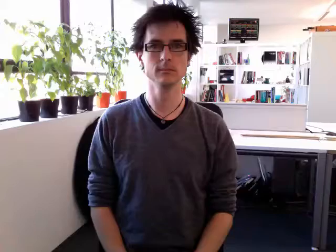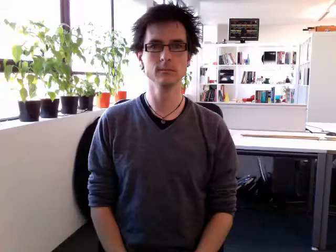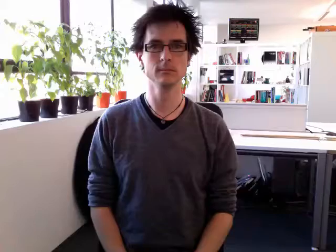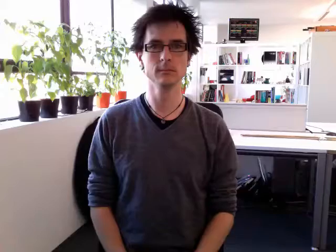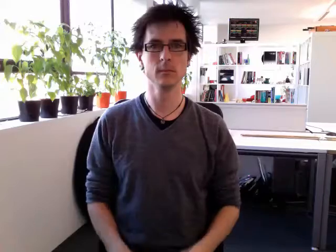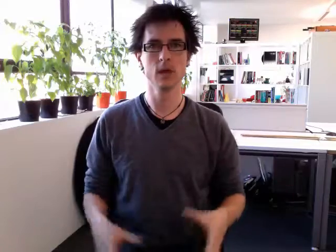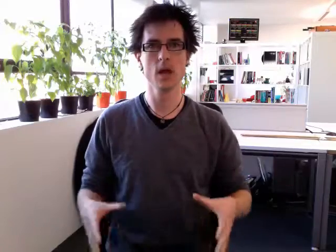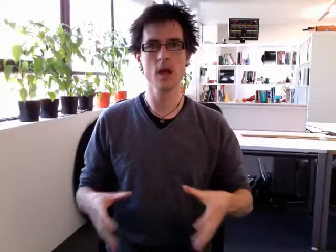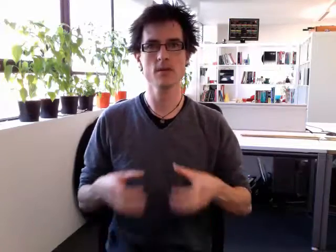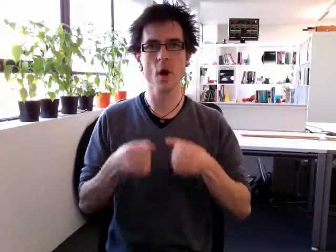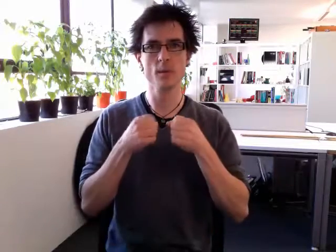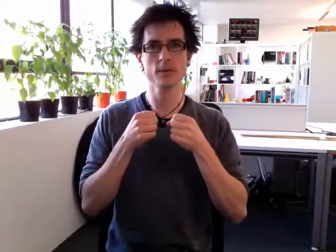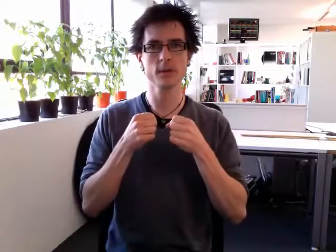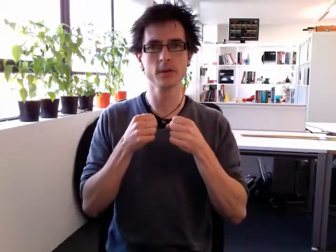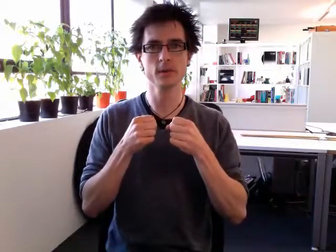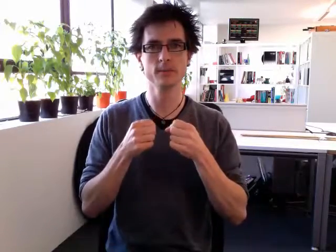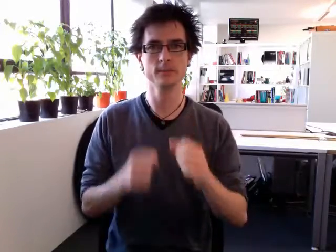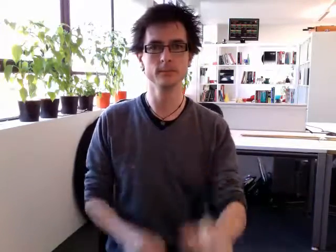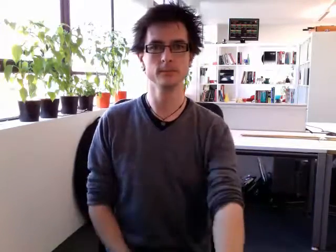adopt